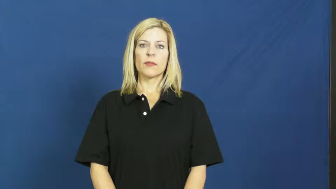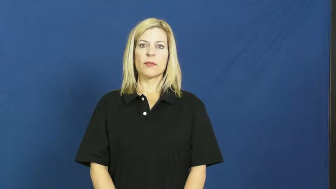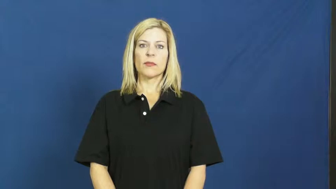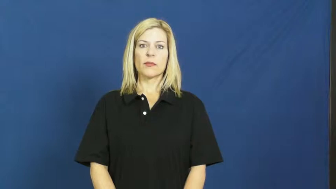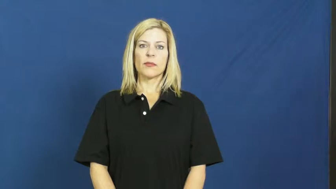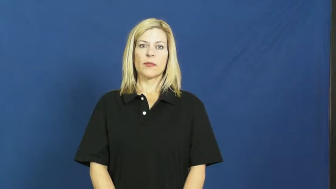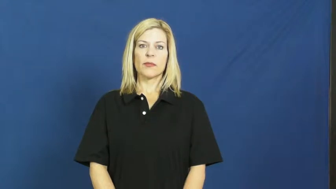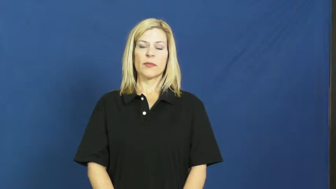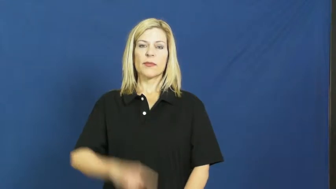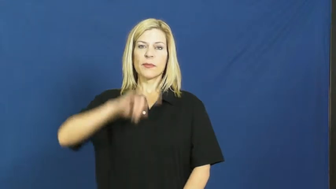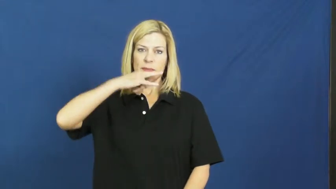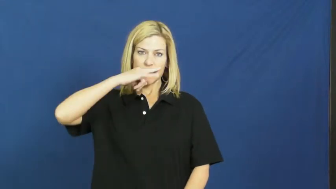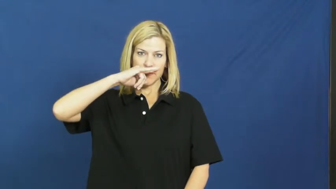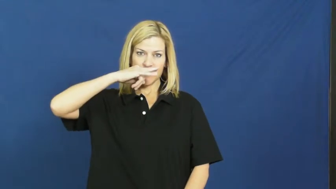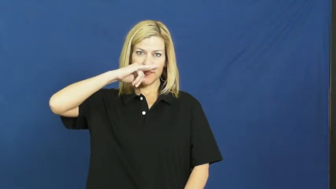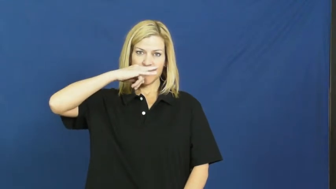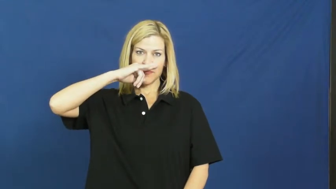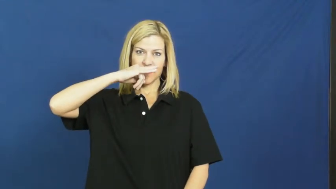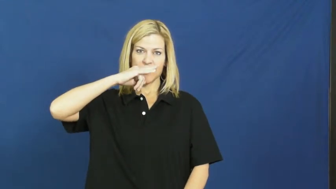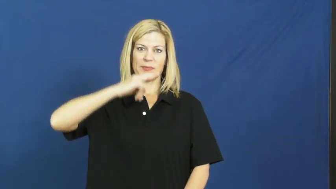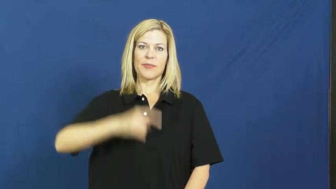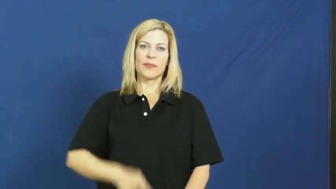kid,shaver-child